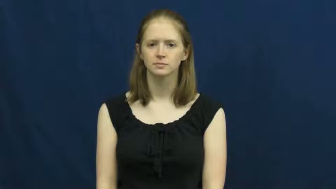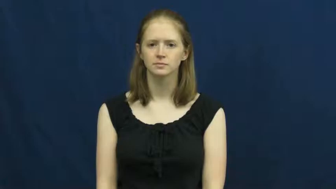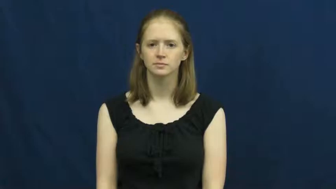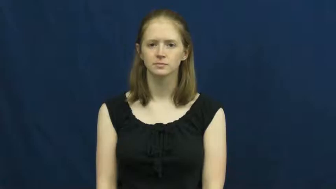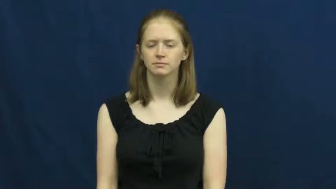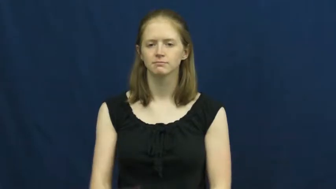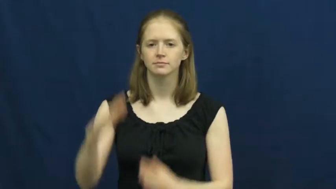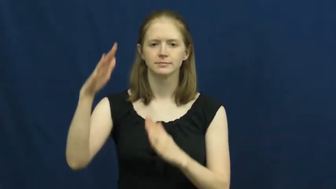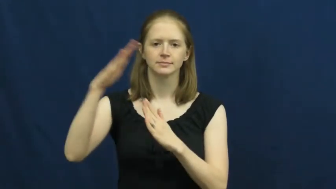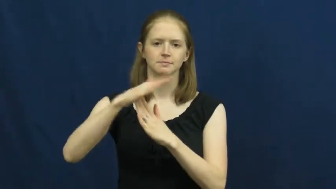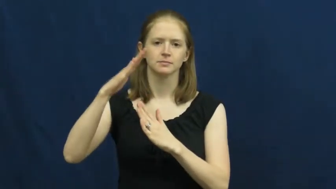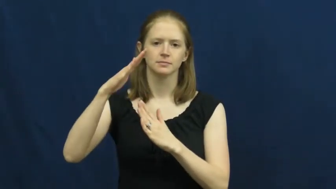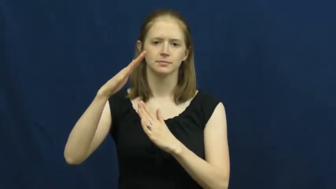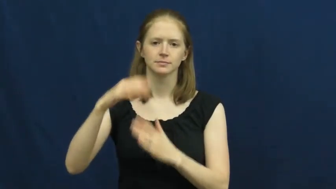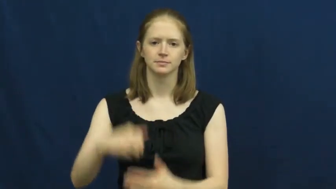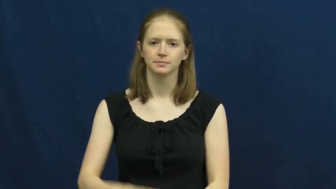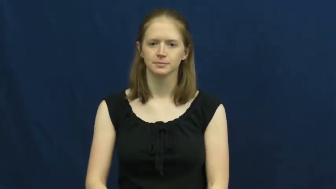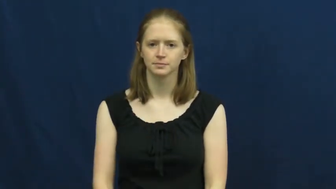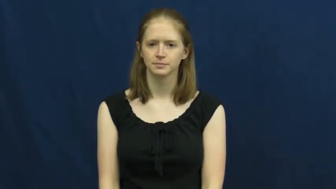timeout